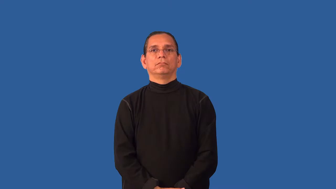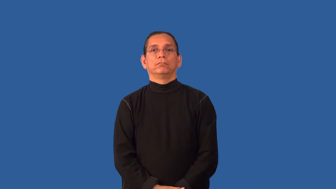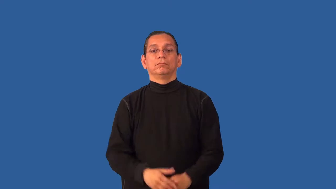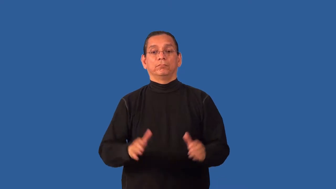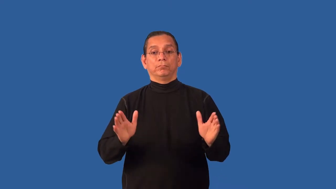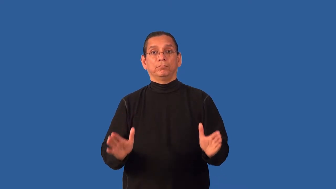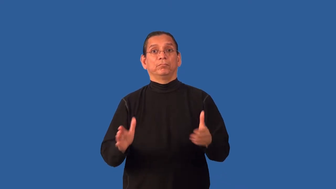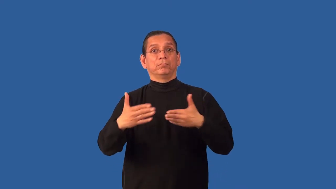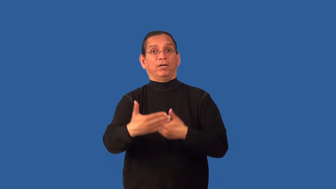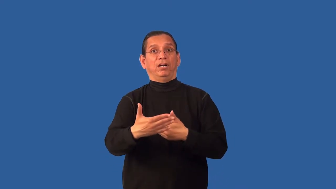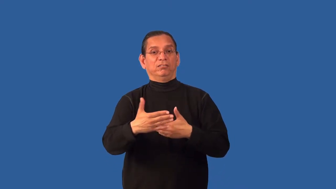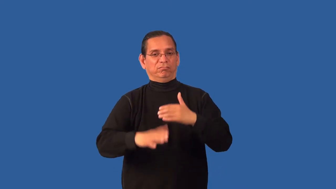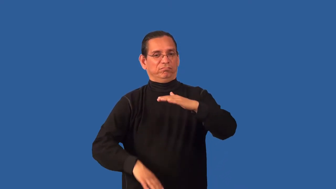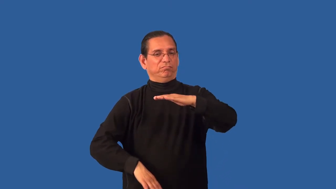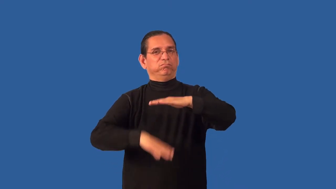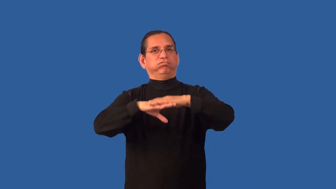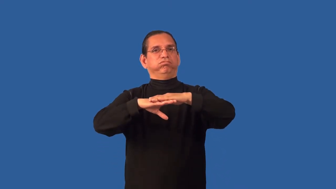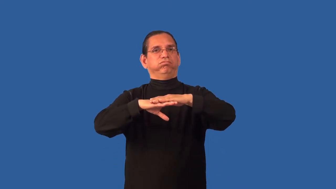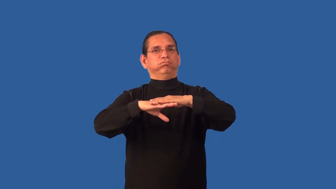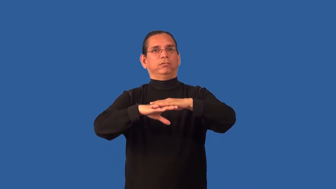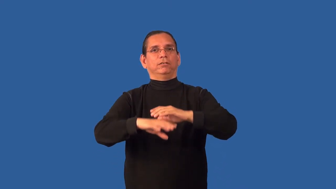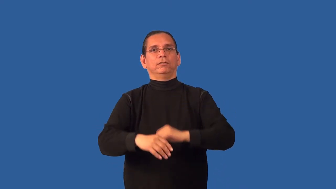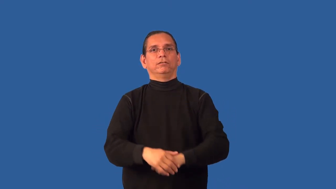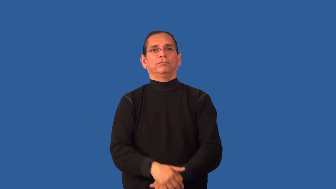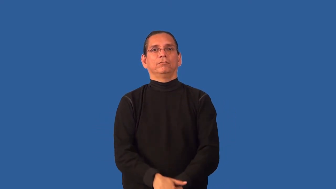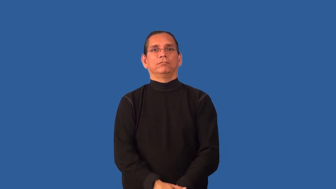boxful